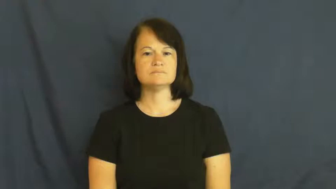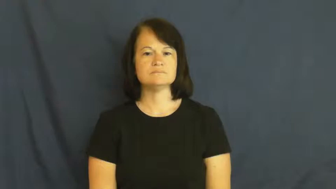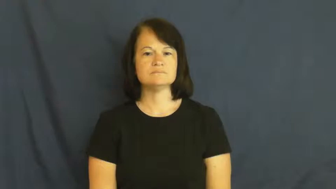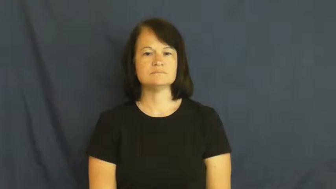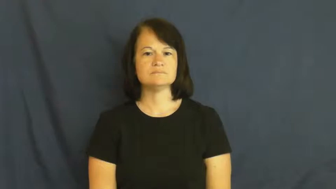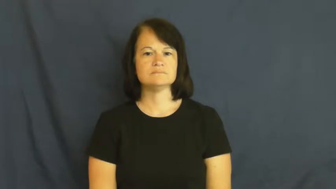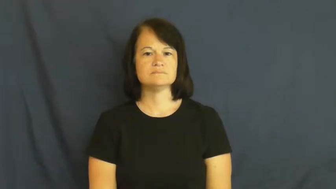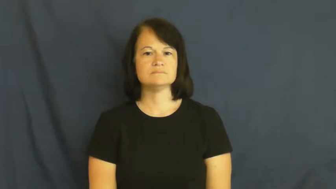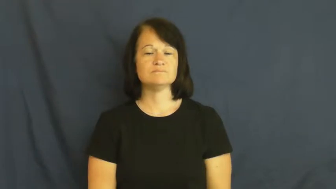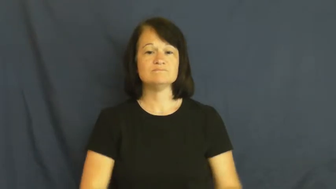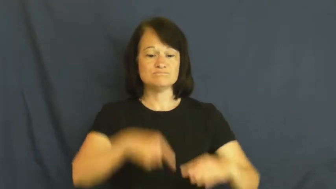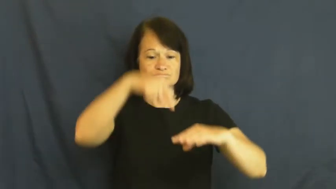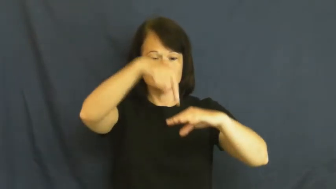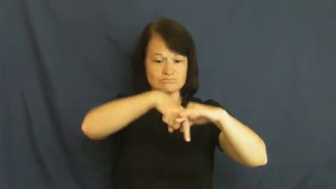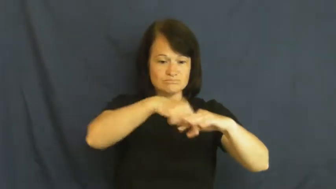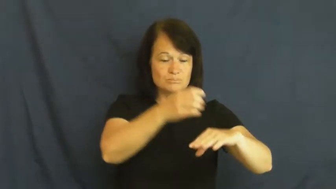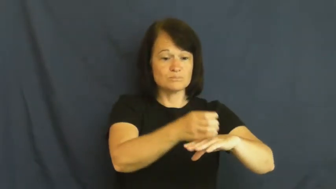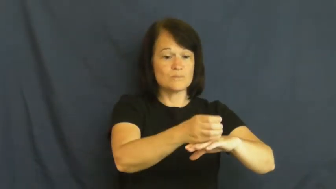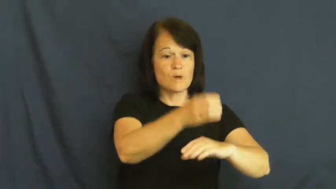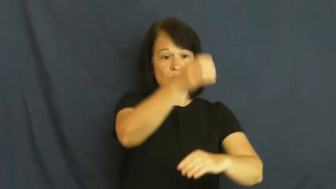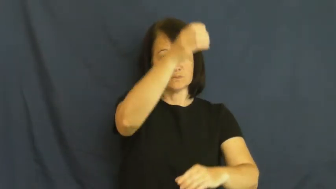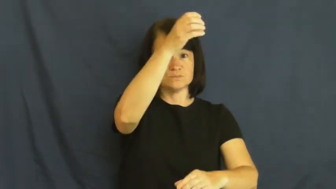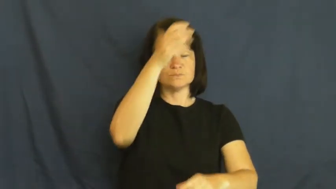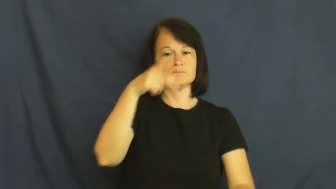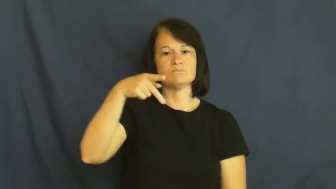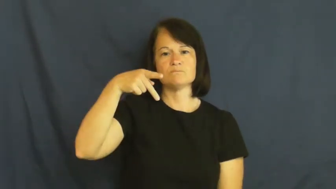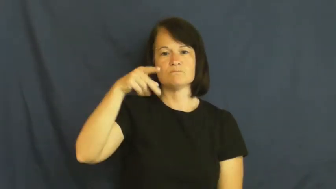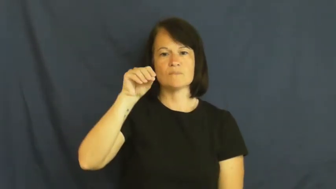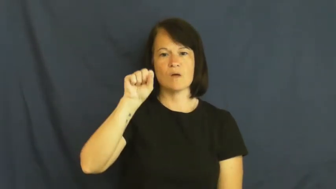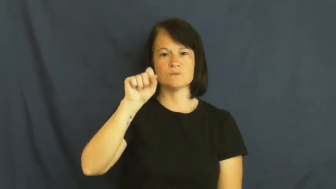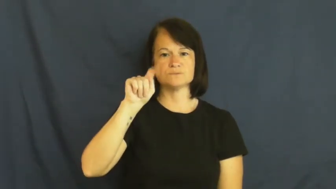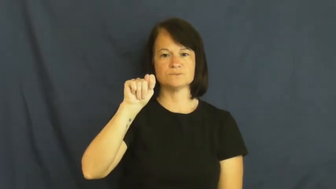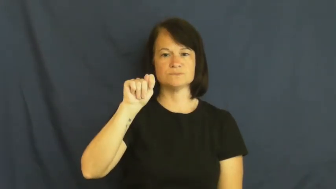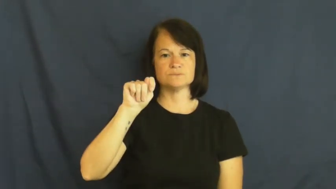post-fence